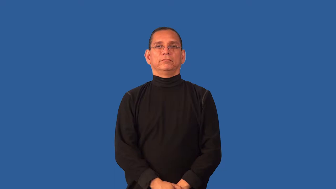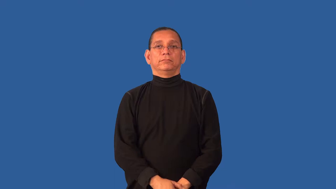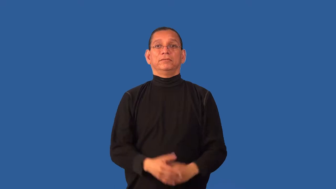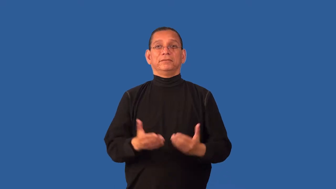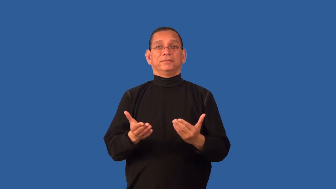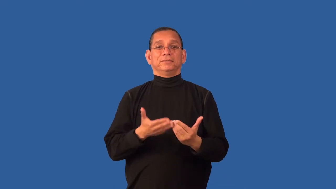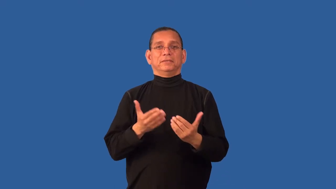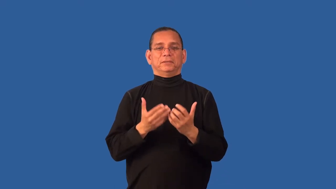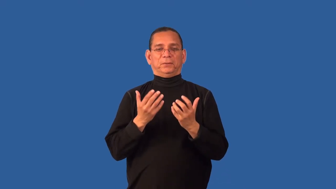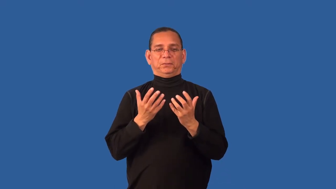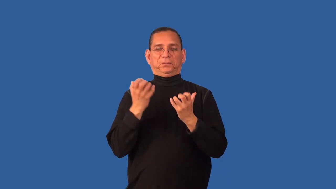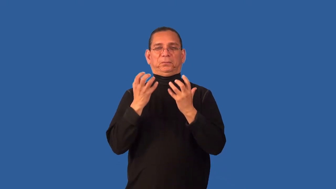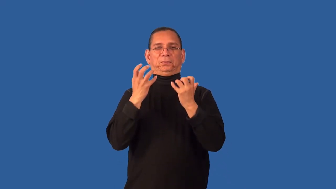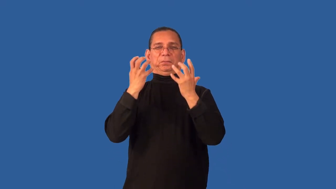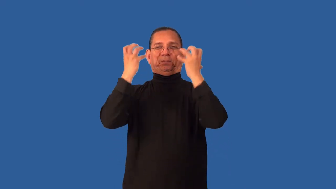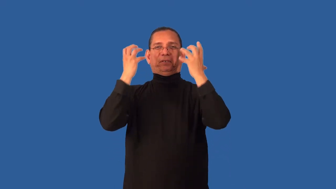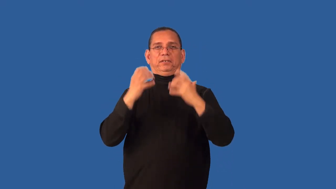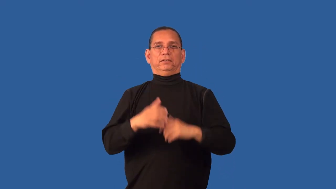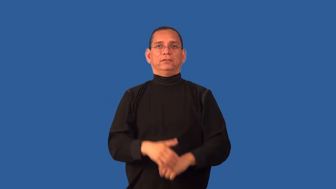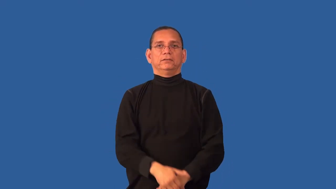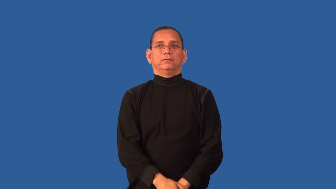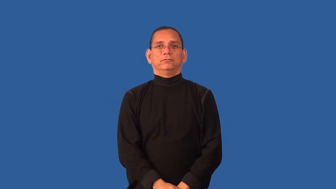touchy,fractious